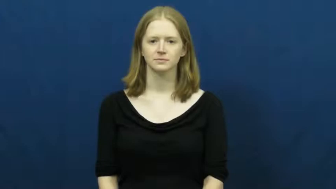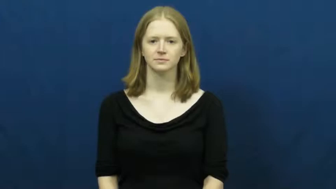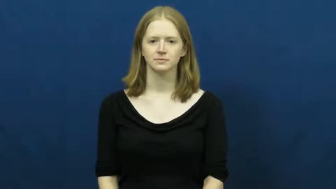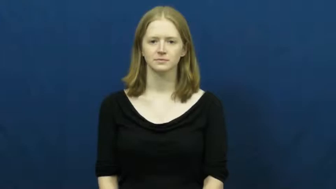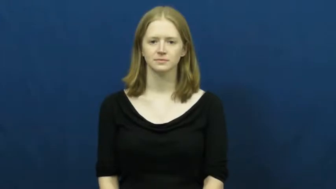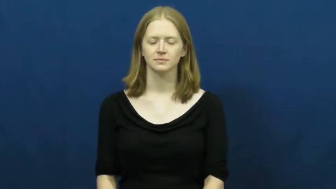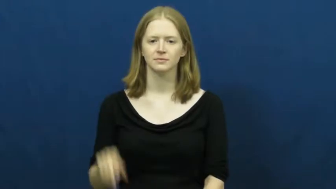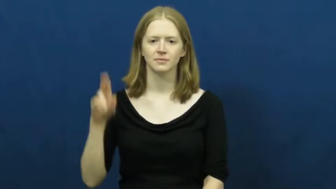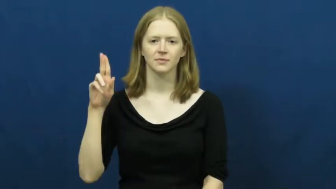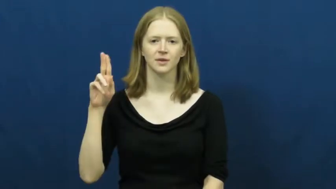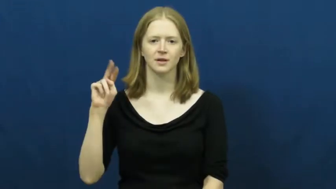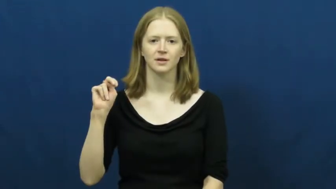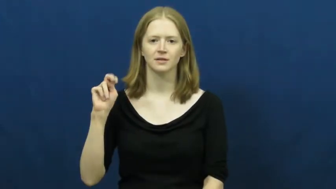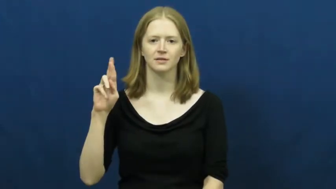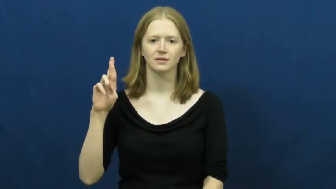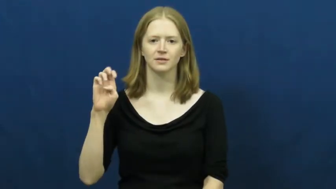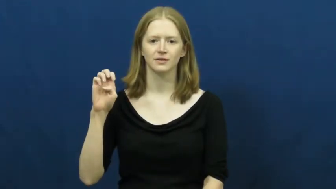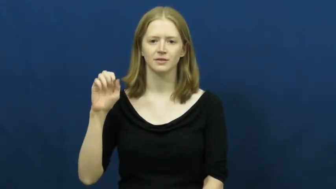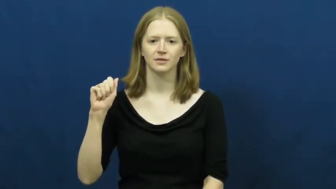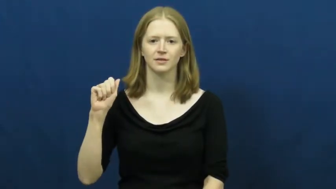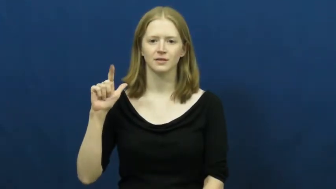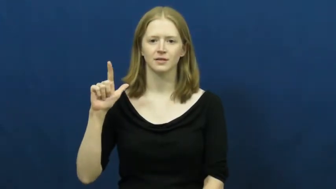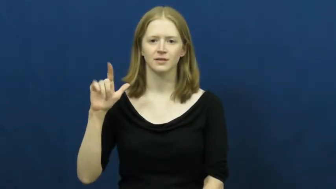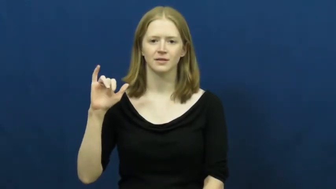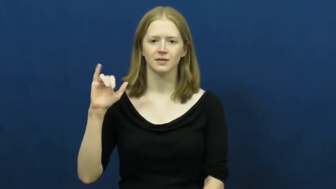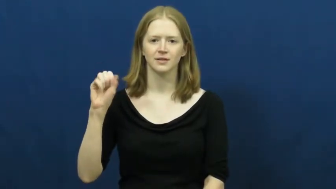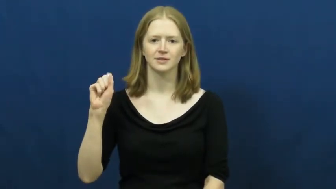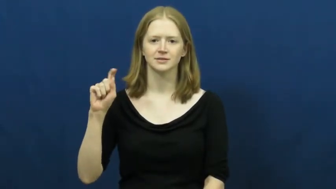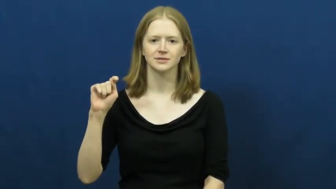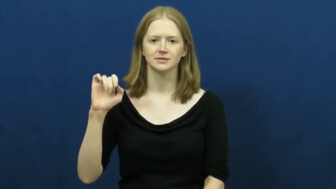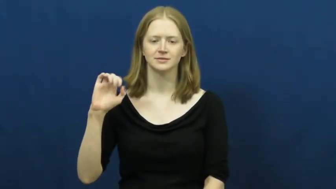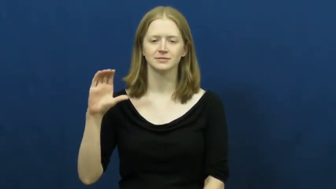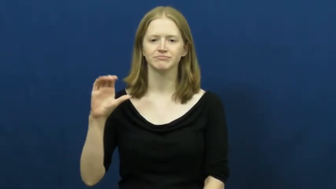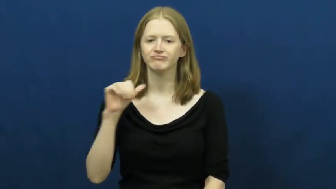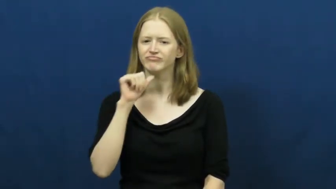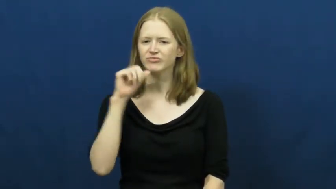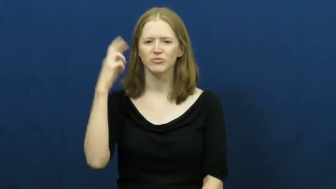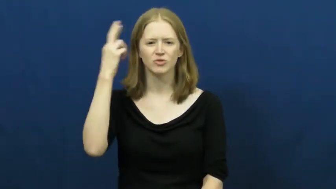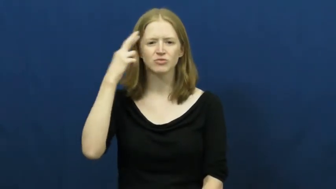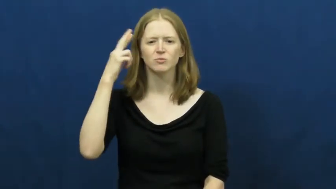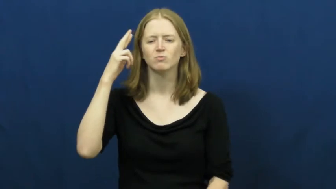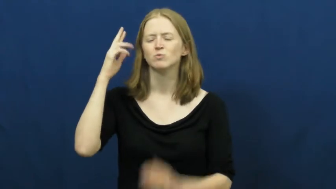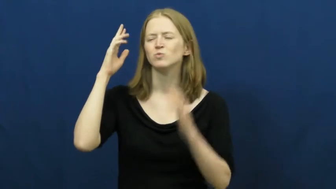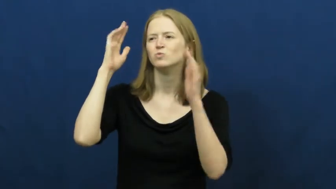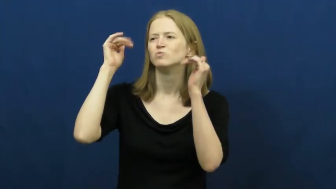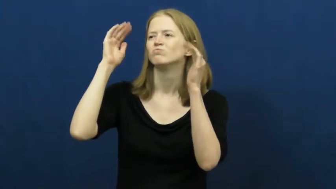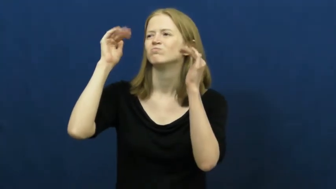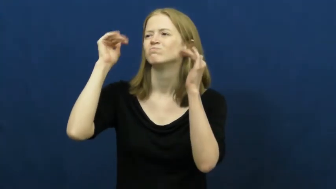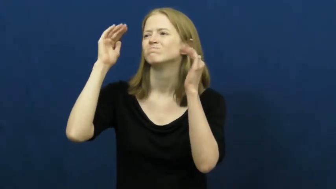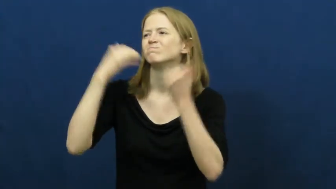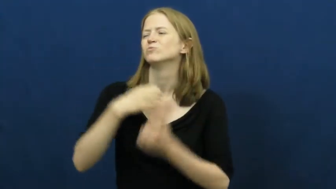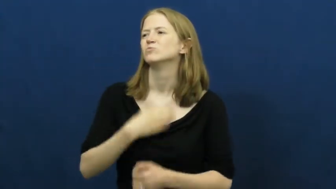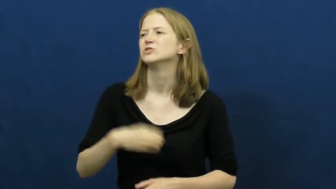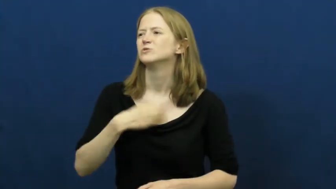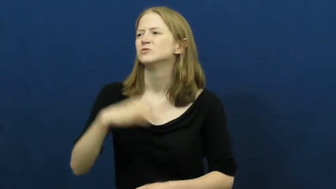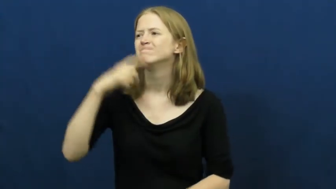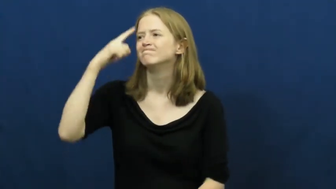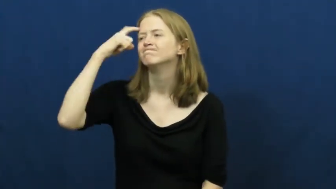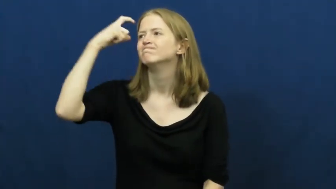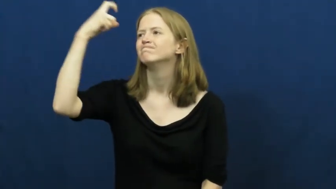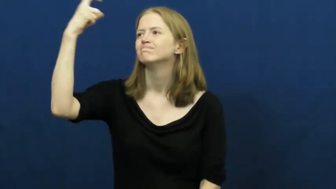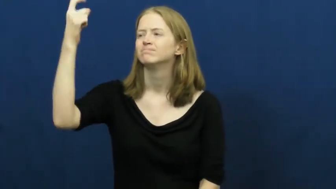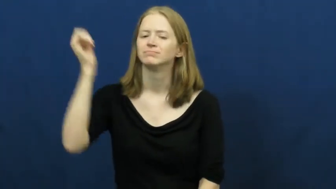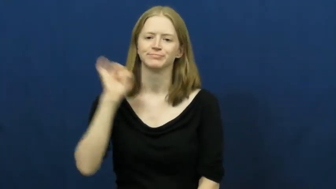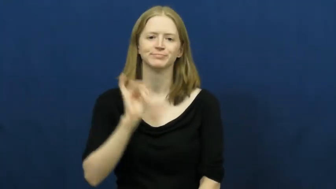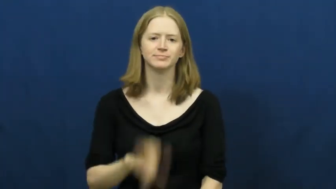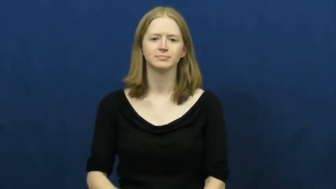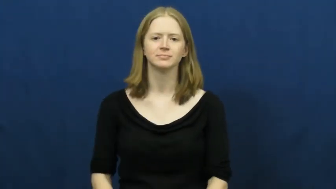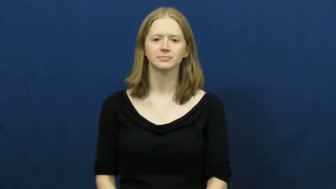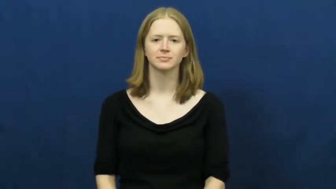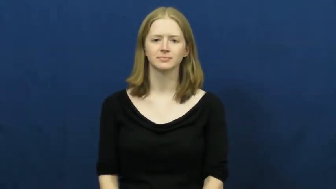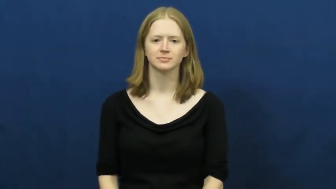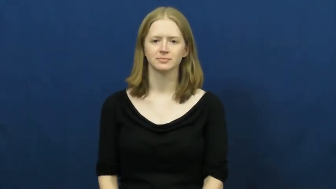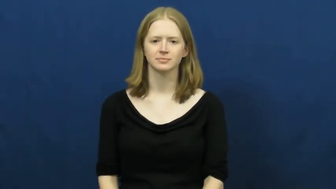unrealistic